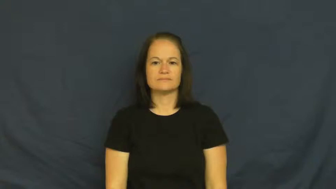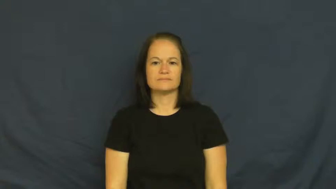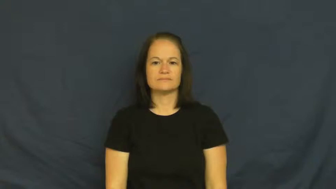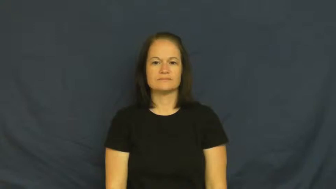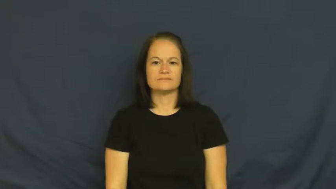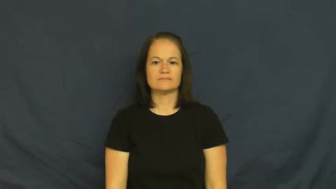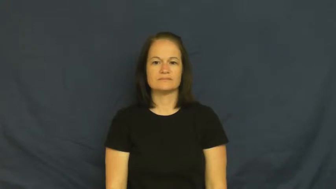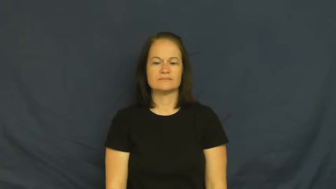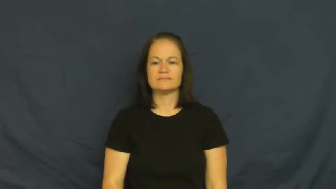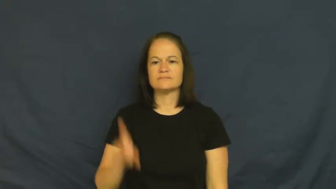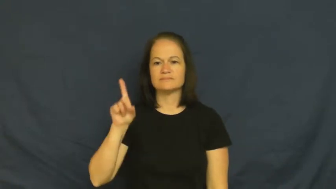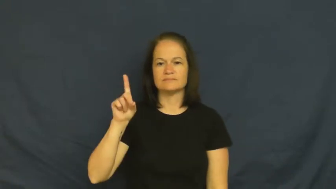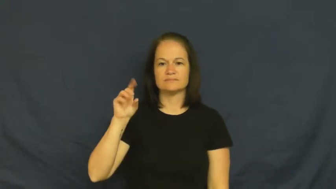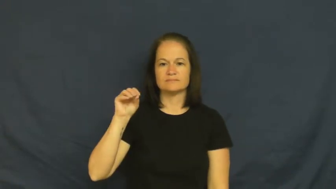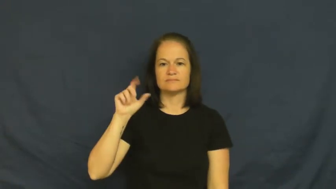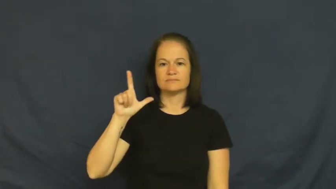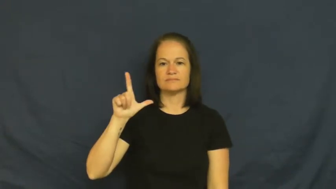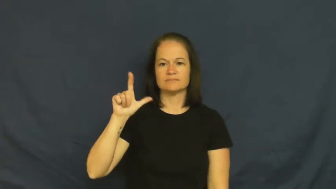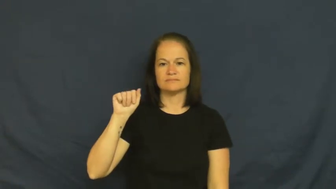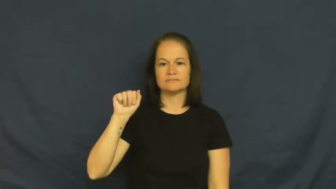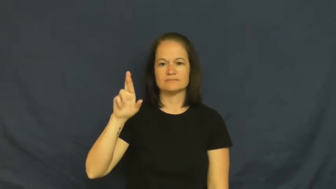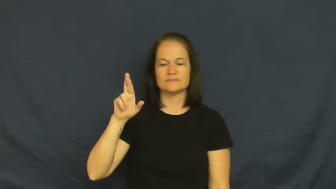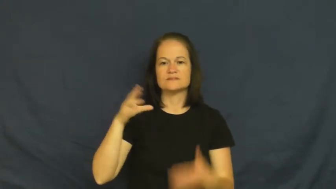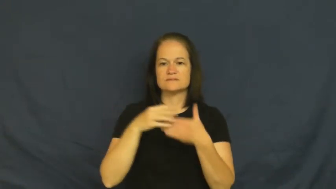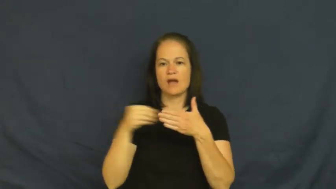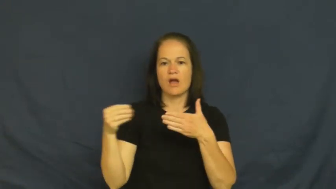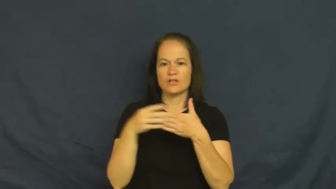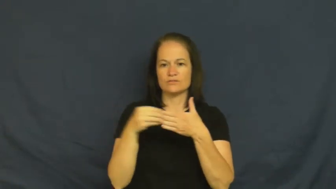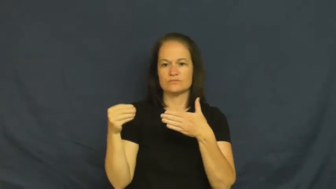dollar